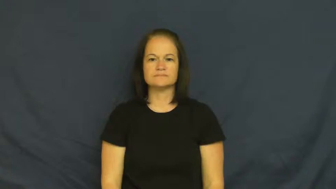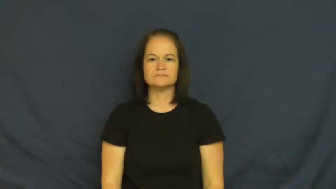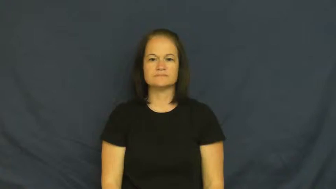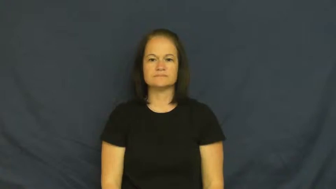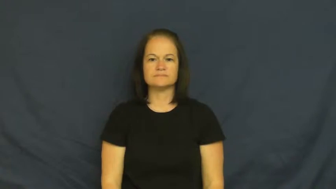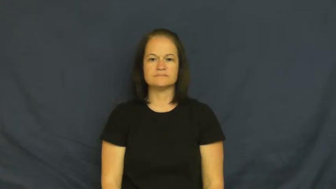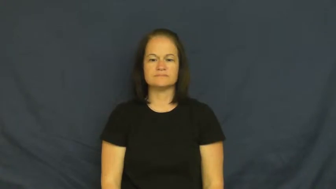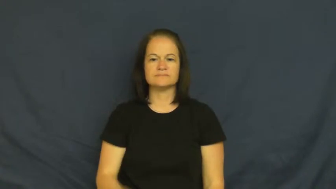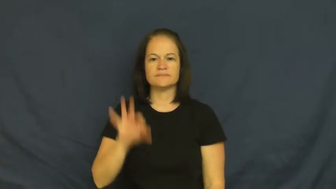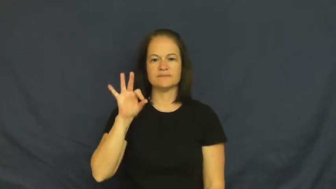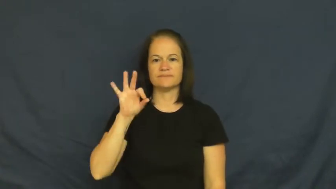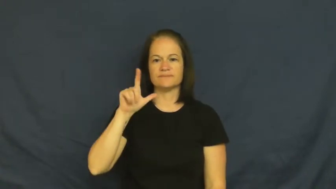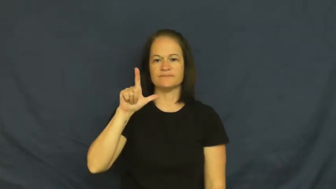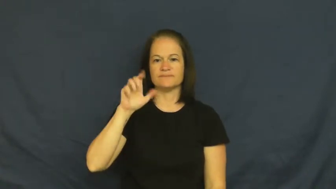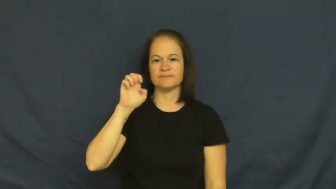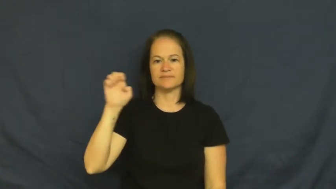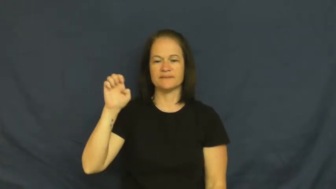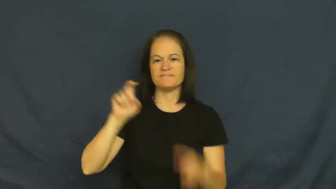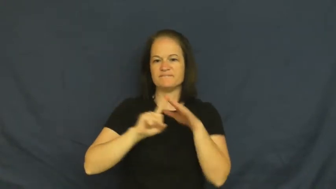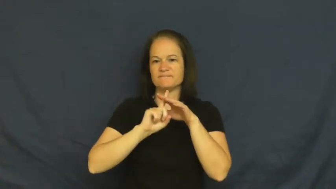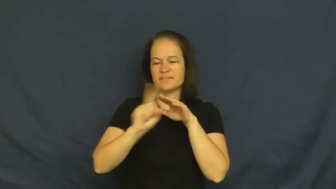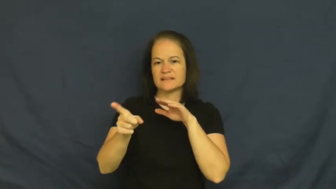flee